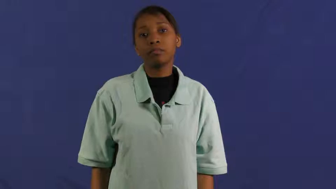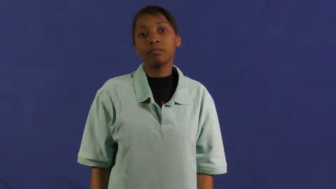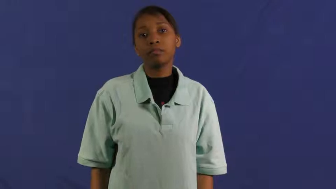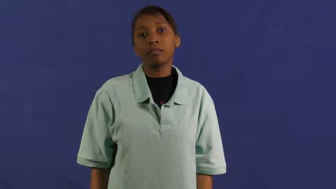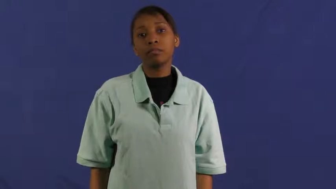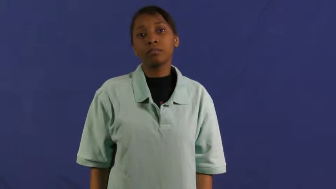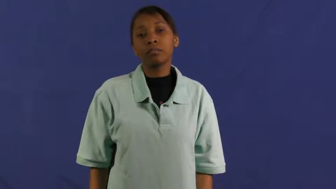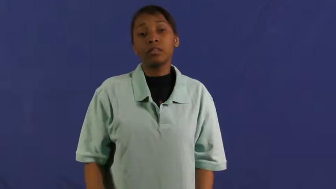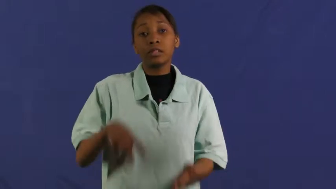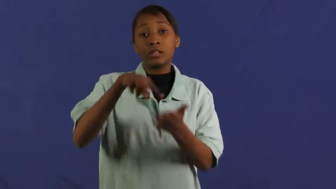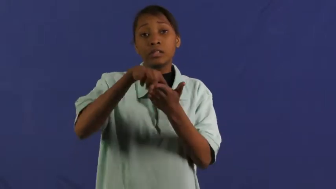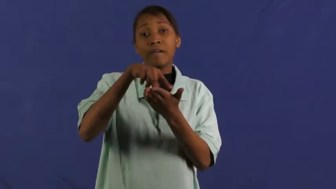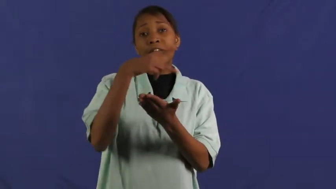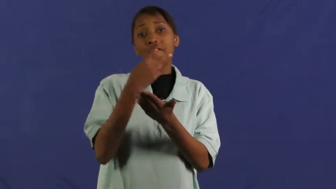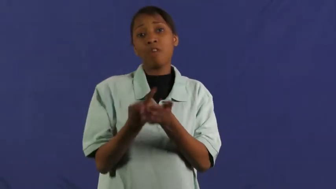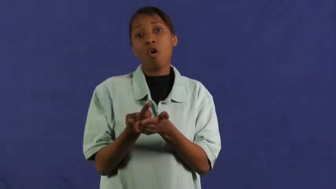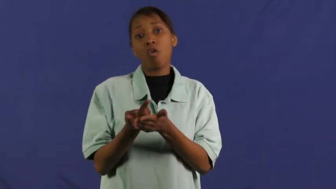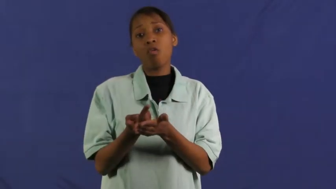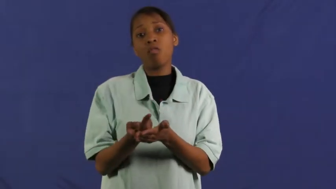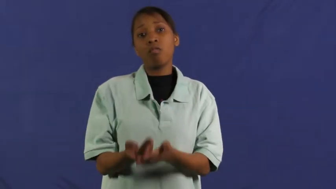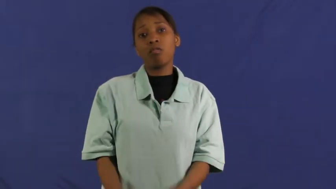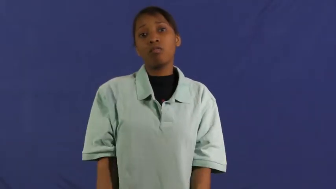keel over